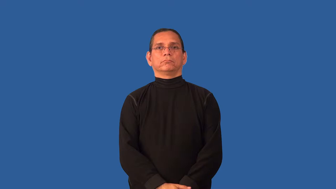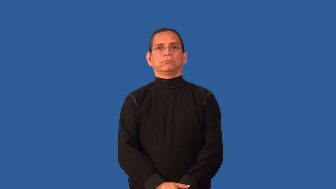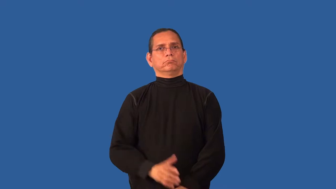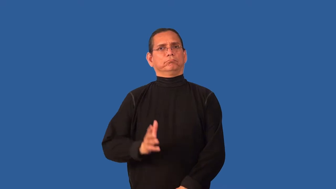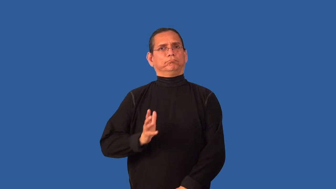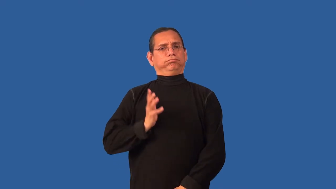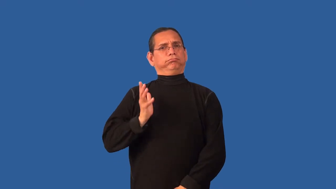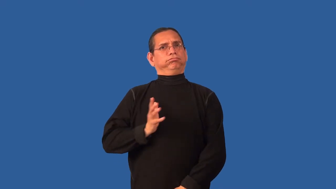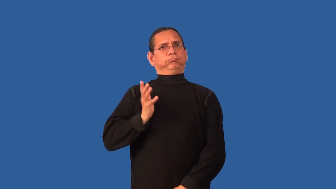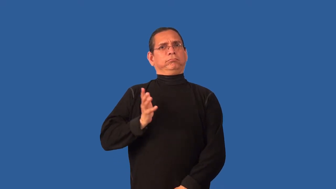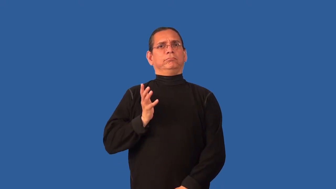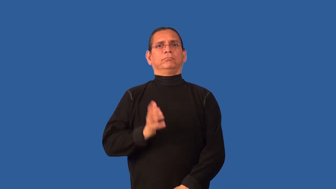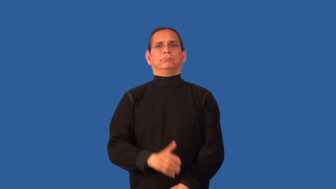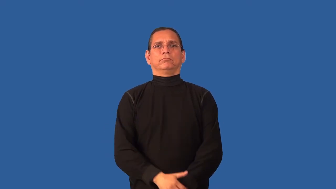prim